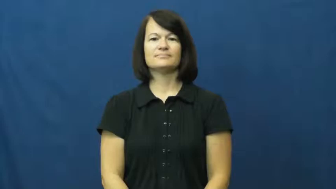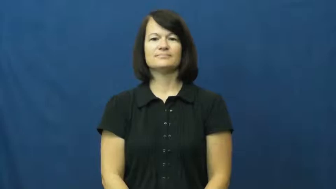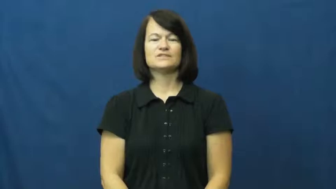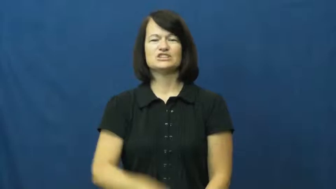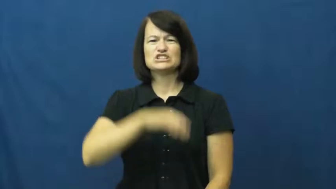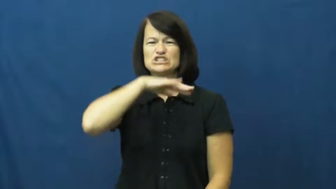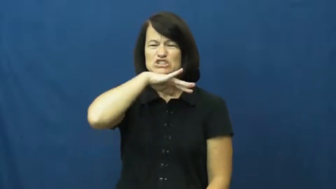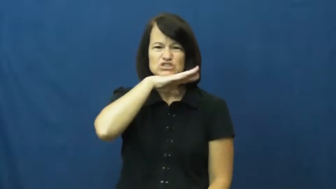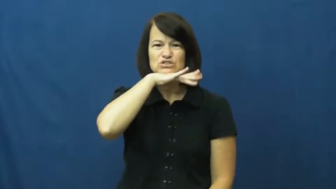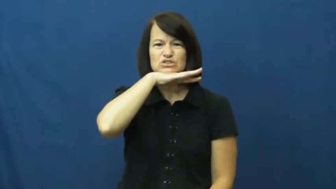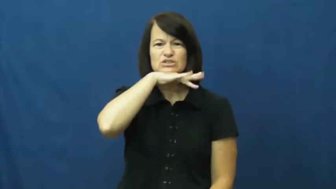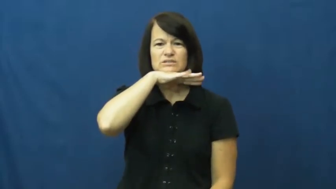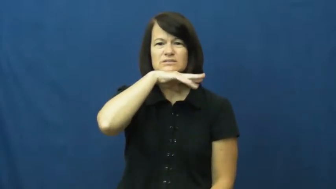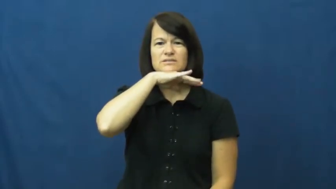dirty,mucky,sooty,grotty,grungy,manky,moil,unhygienic,unsterile